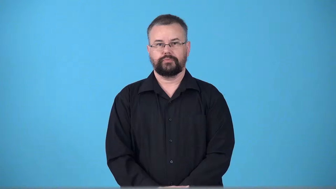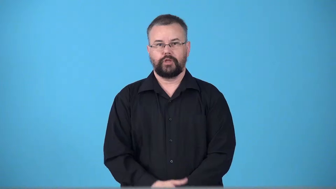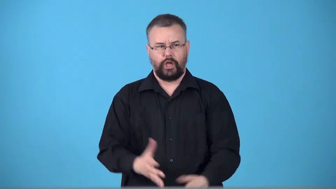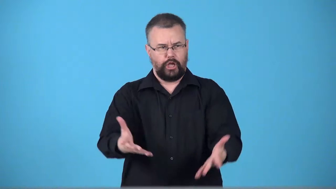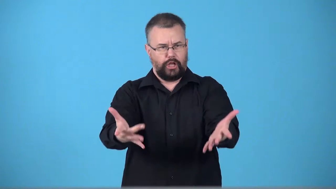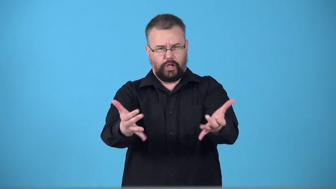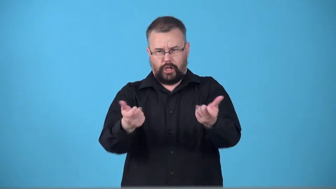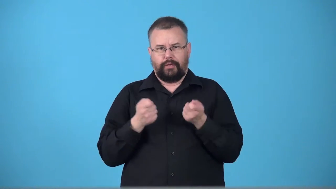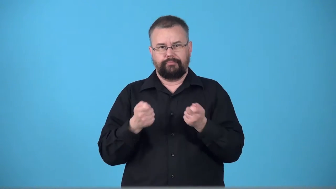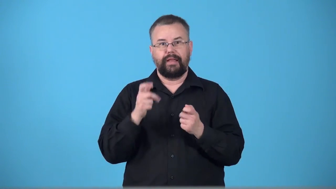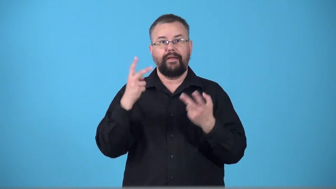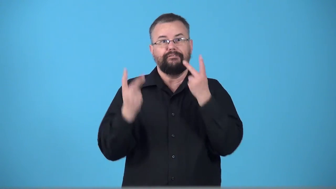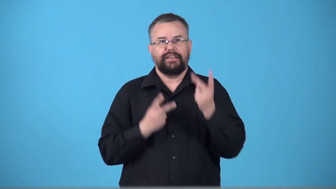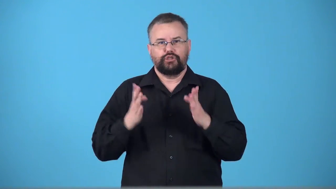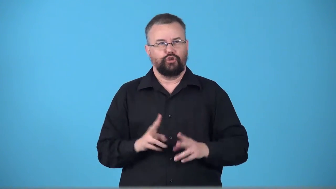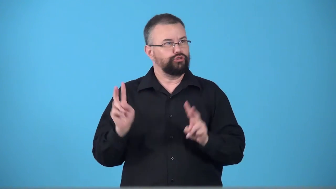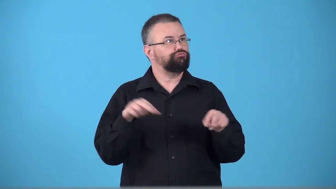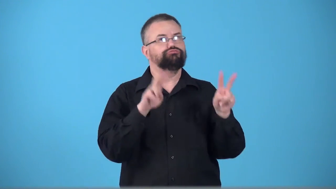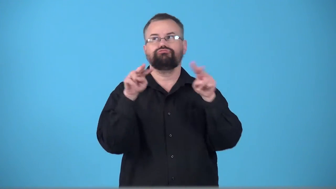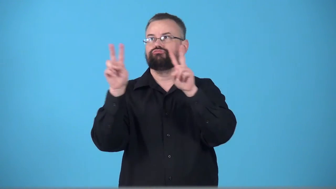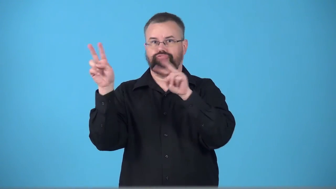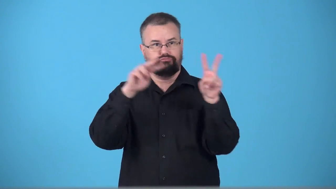touristy